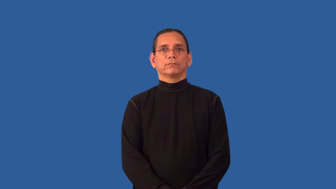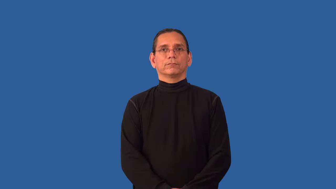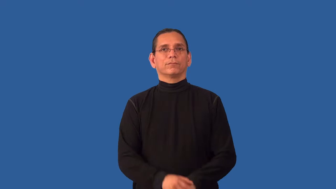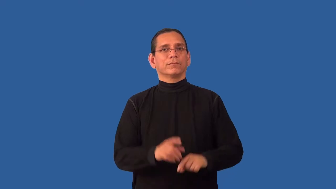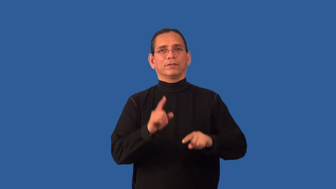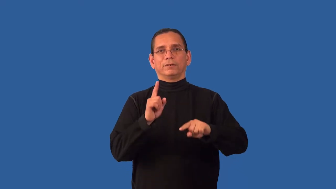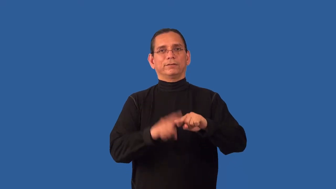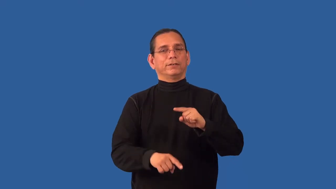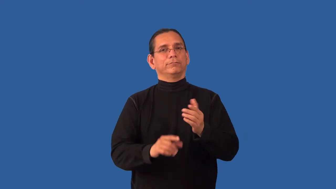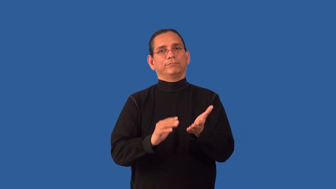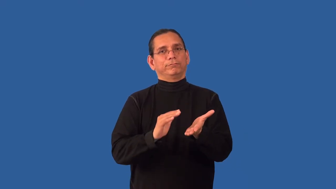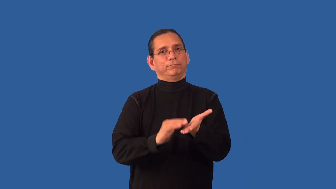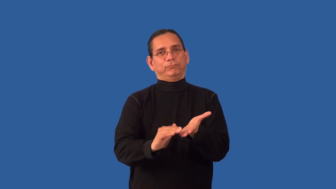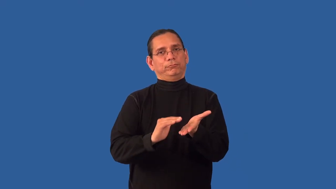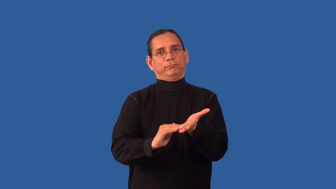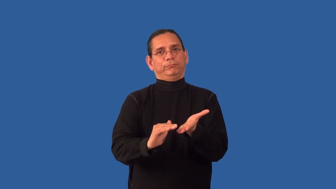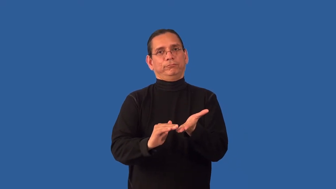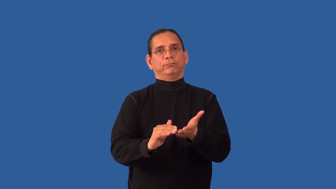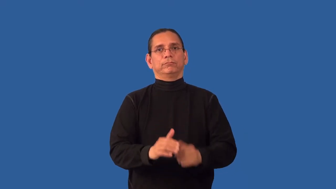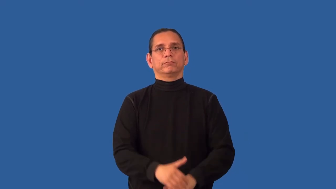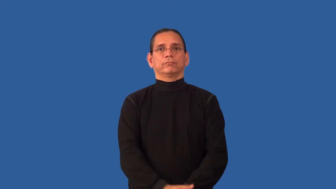unpardonable,inexcusable